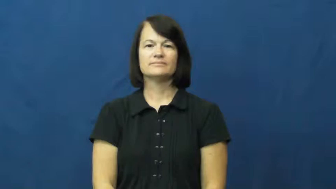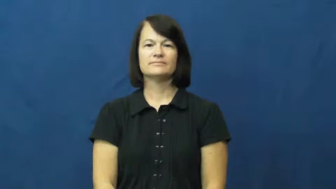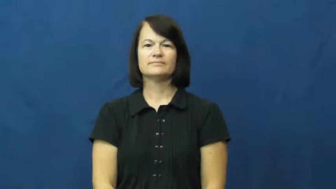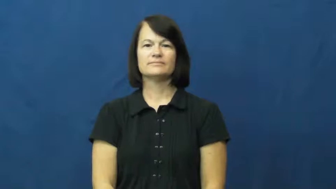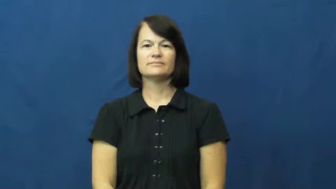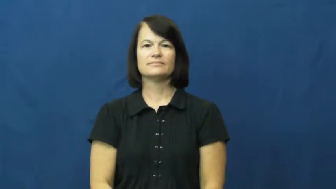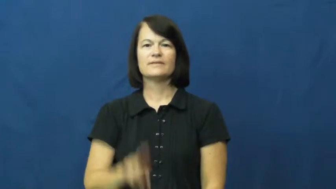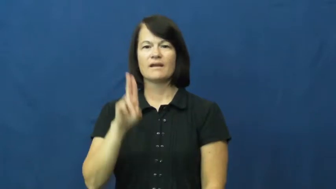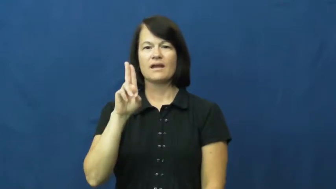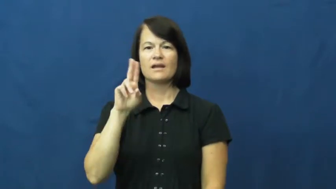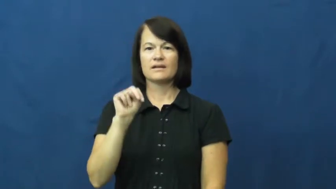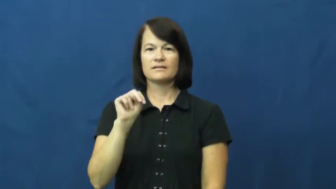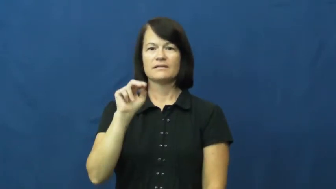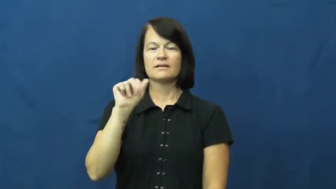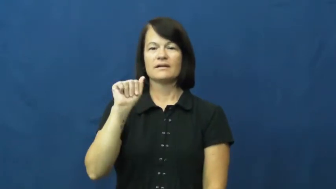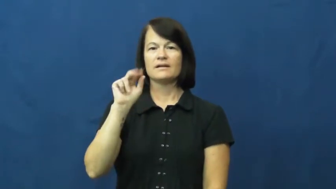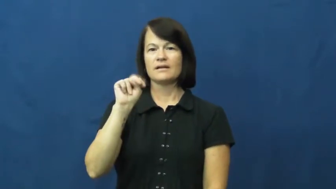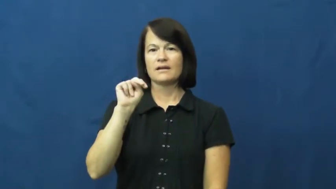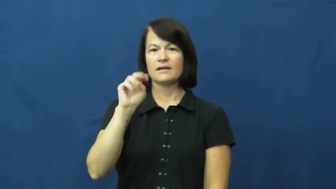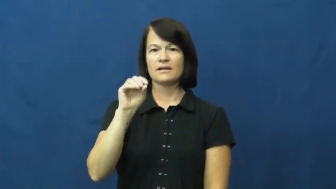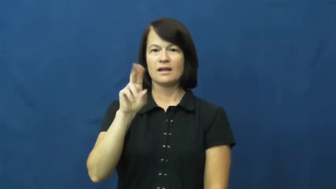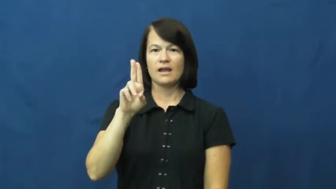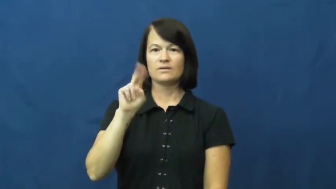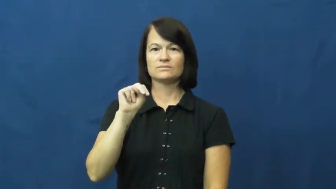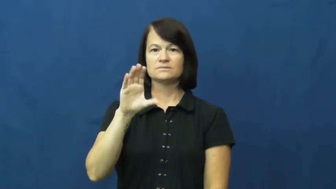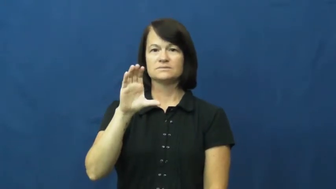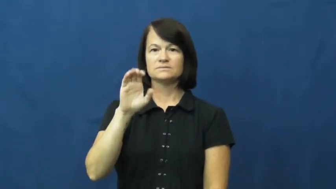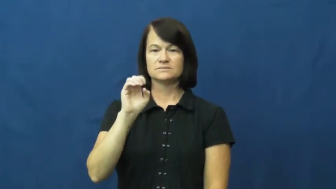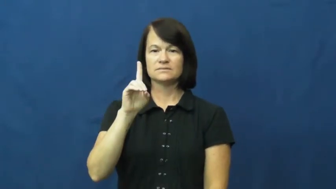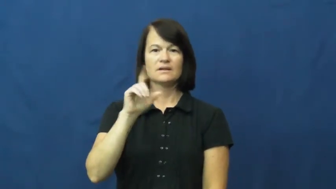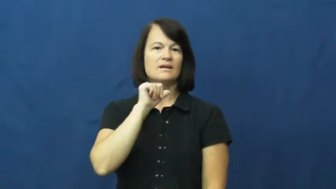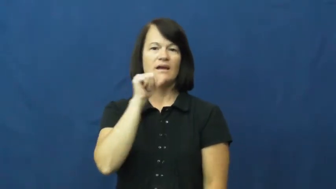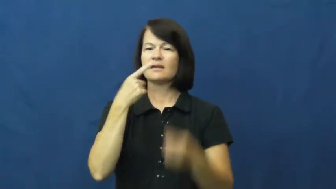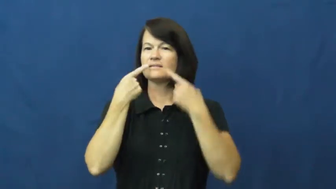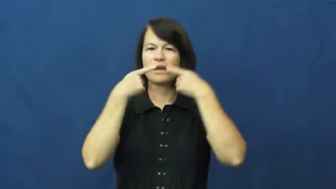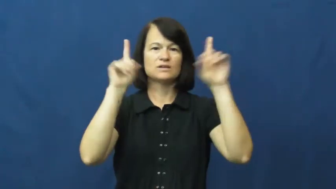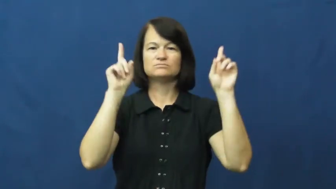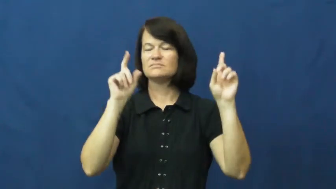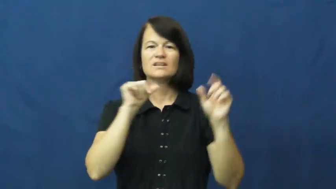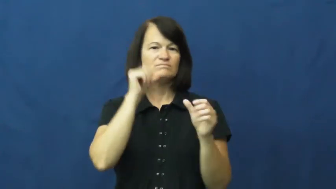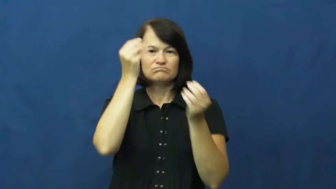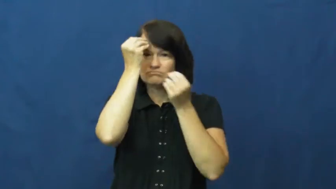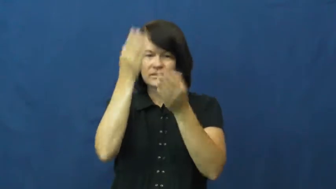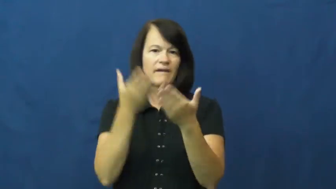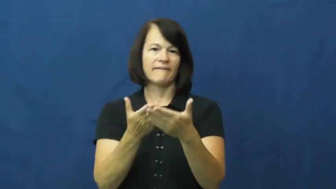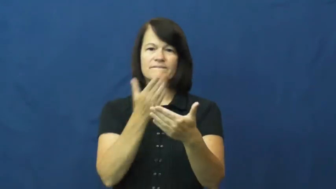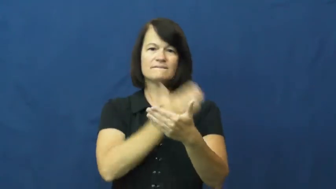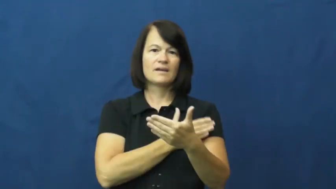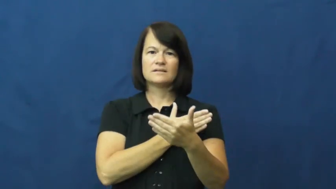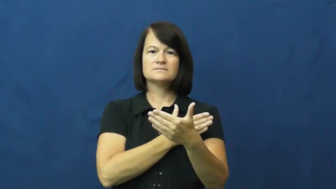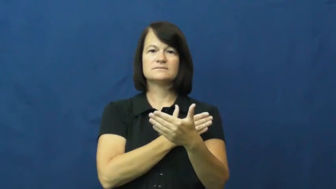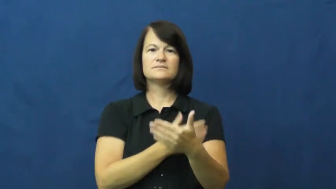unannounced